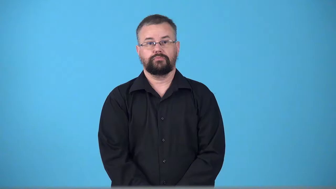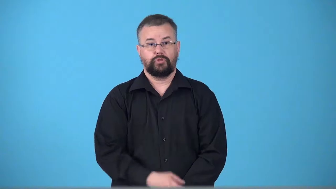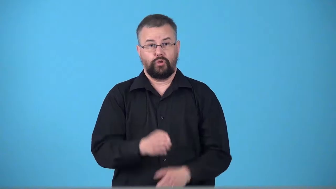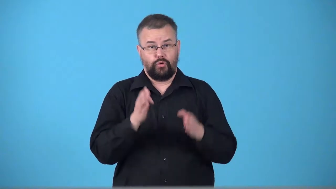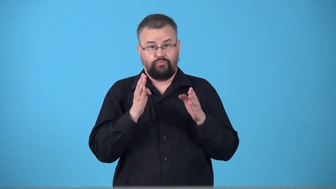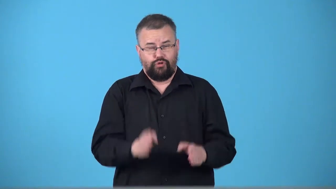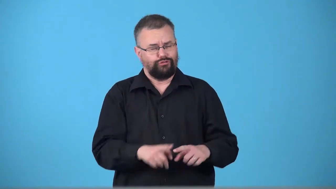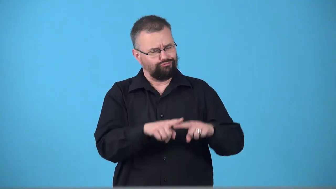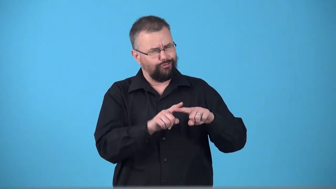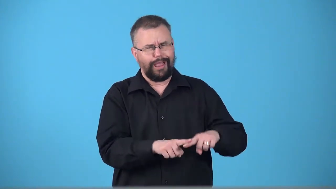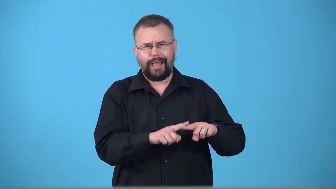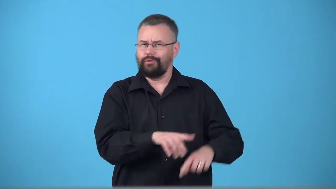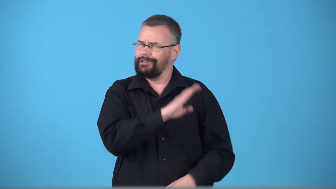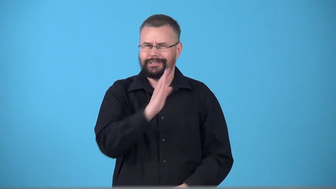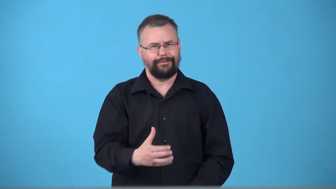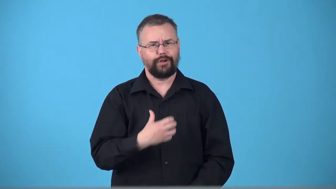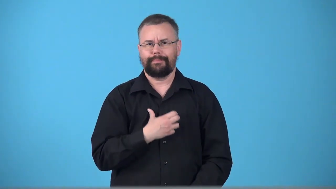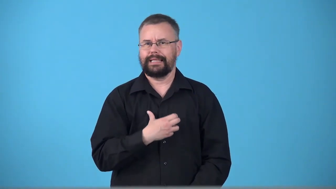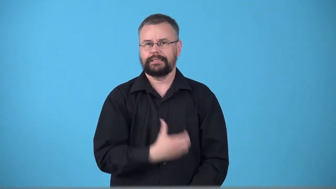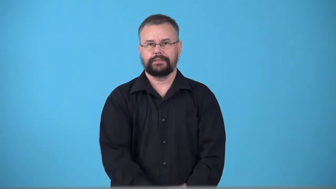trouper person you can depend on and never complains